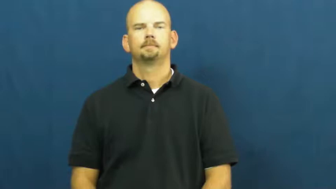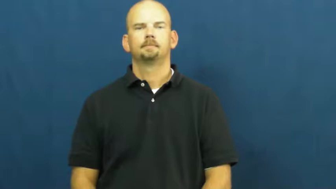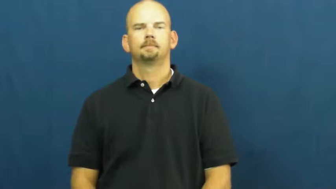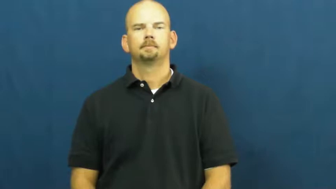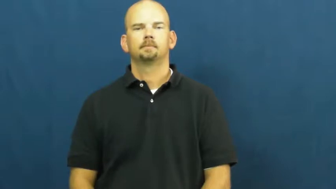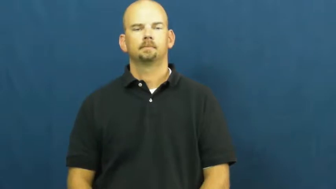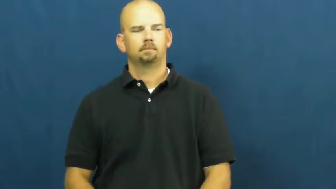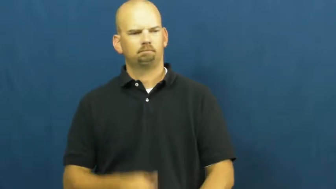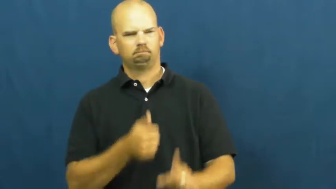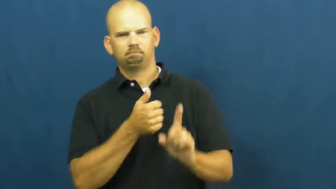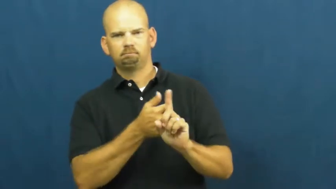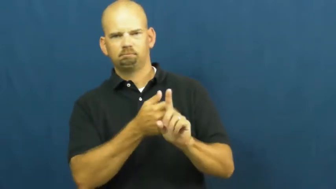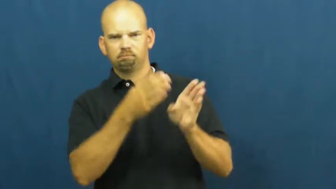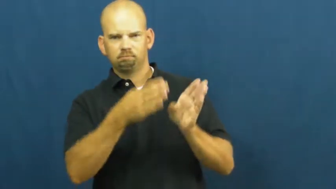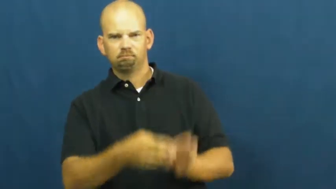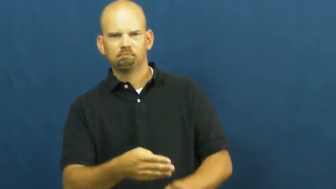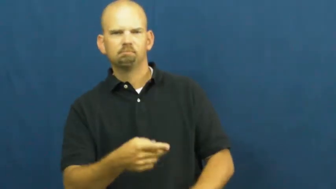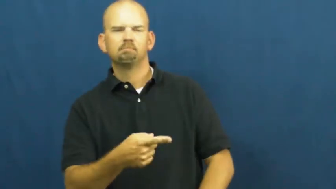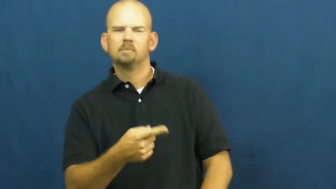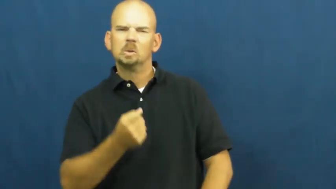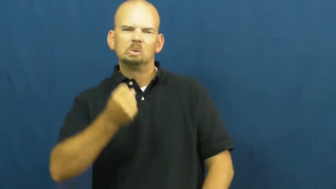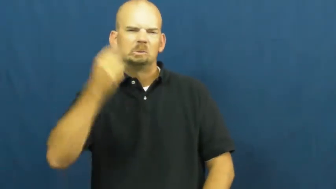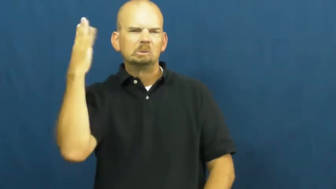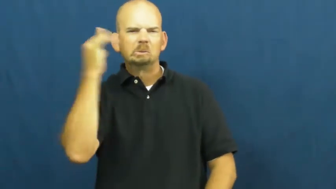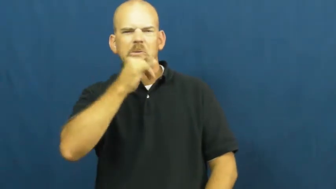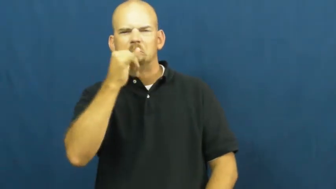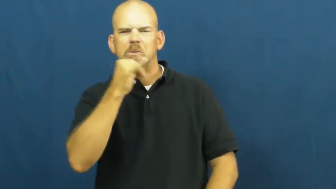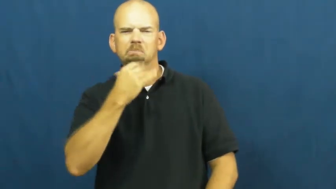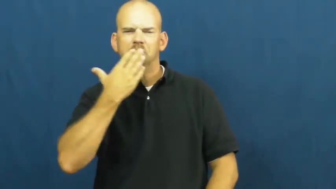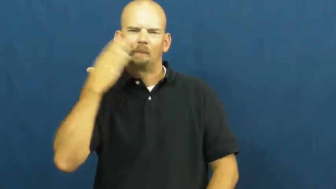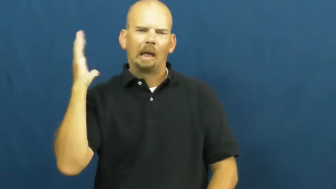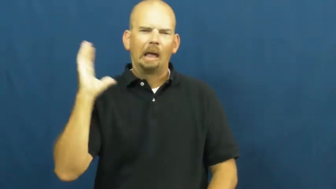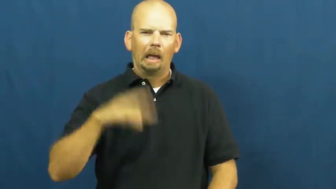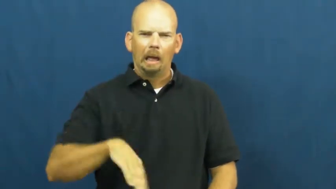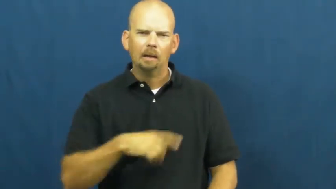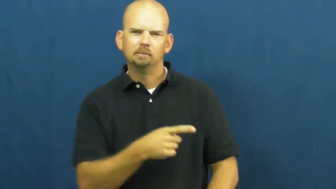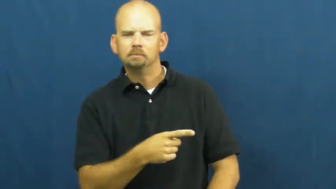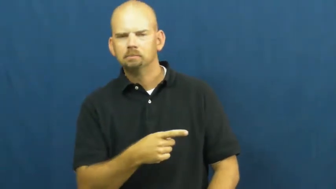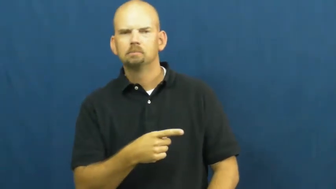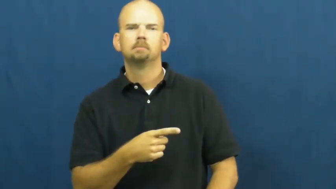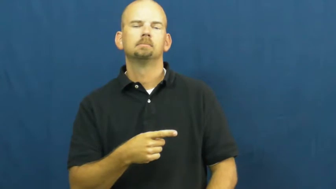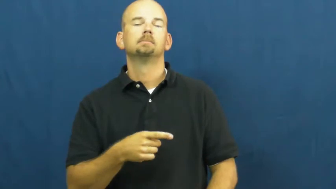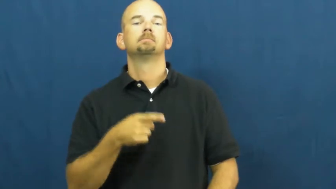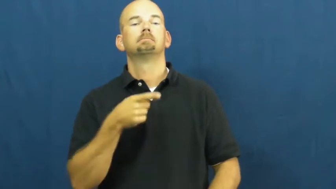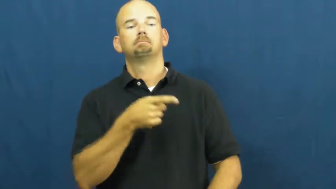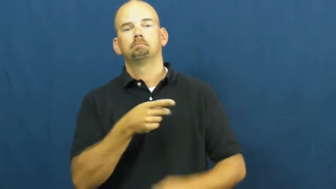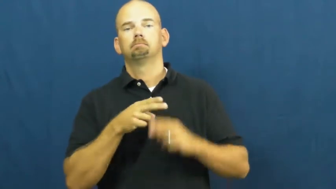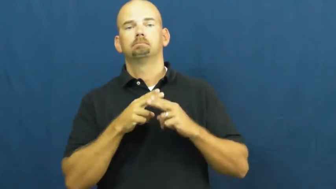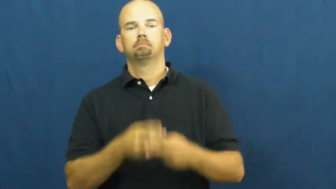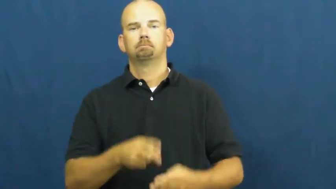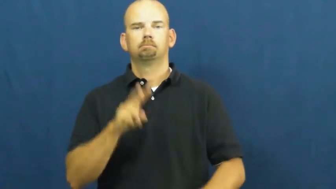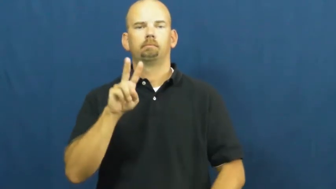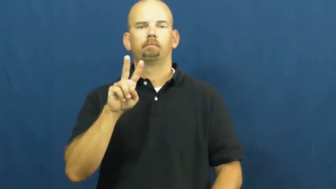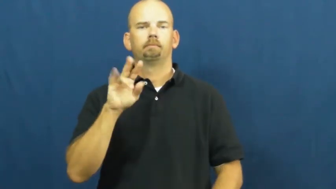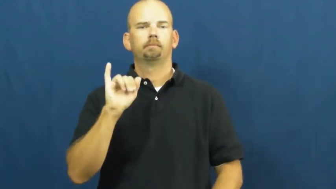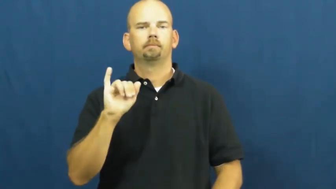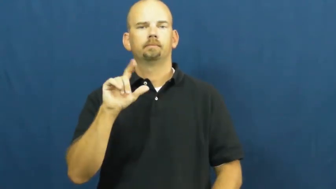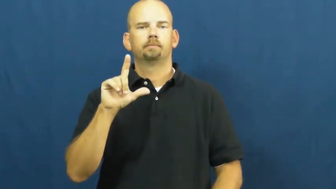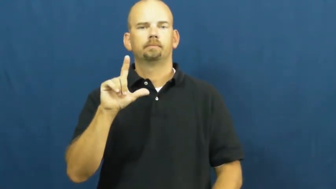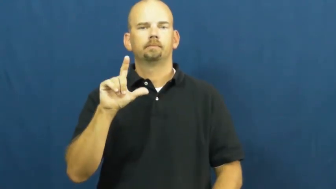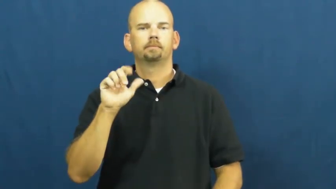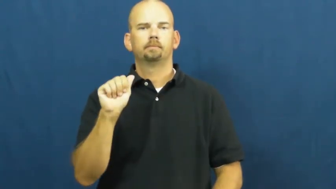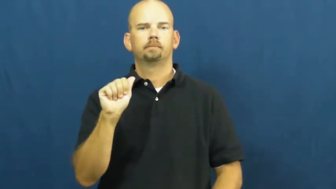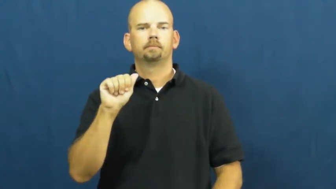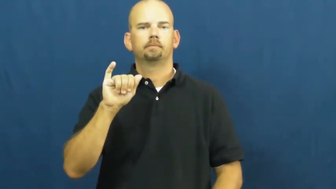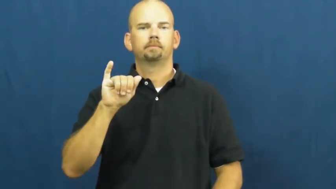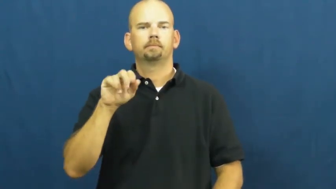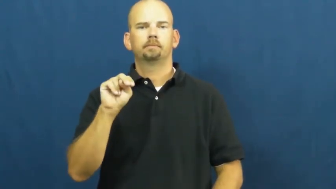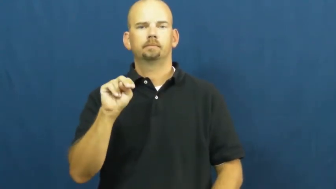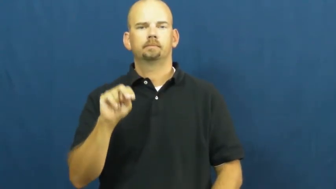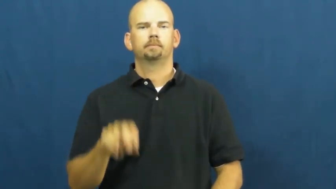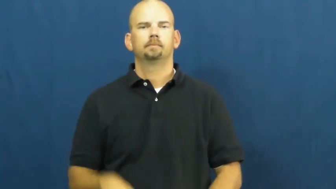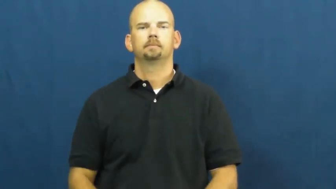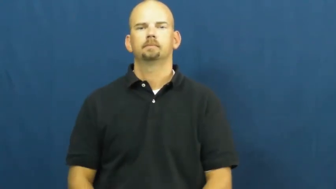villain,baddy